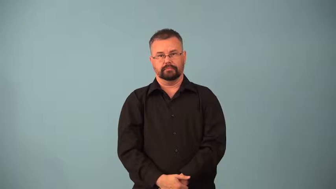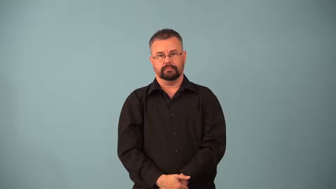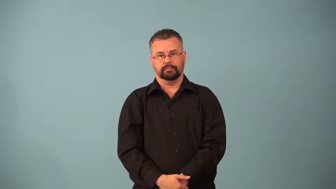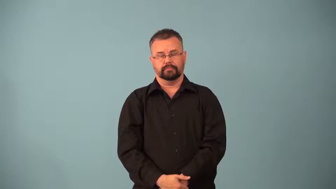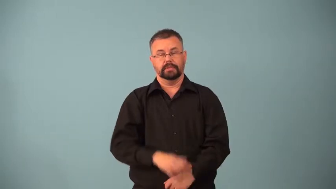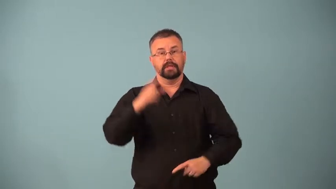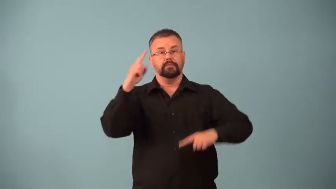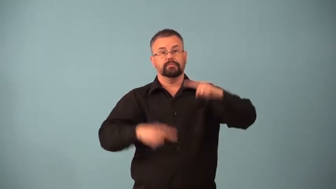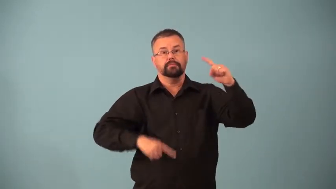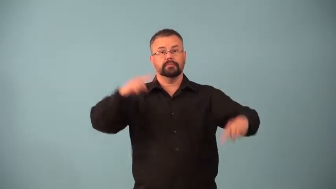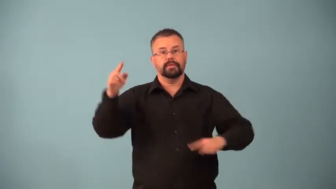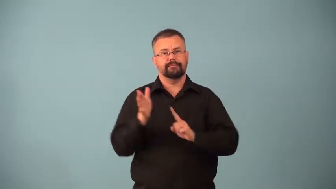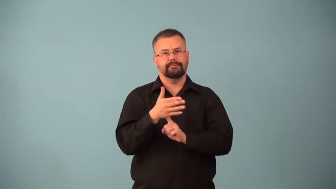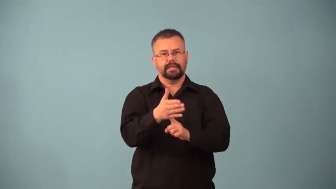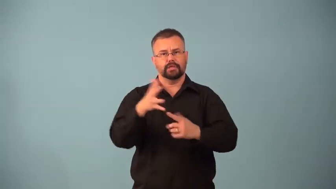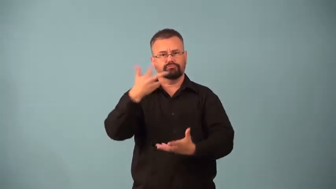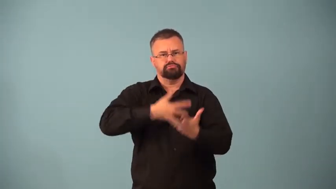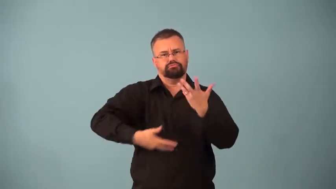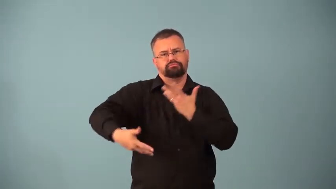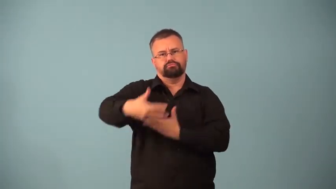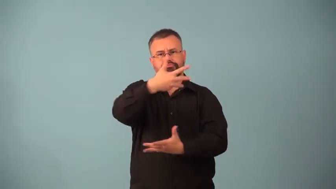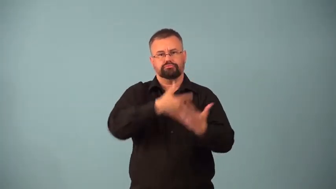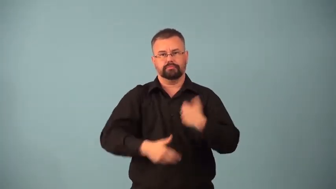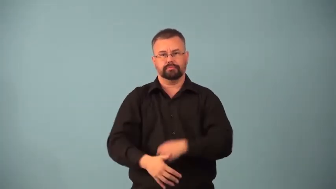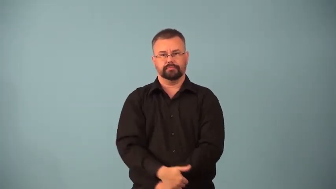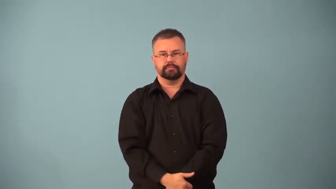nekton